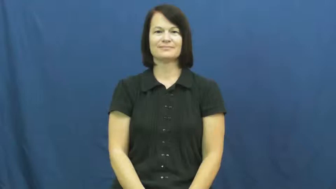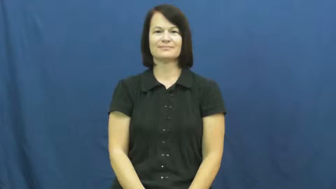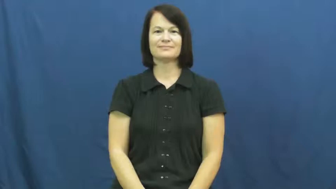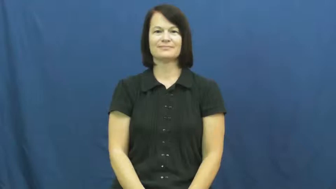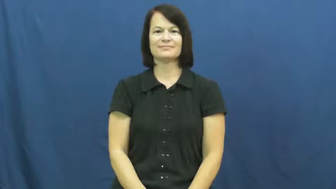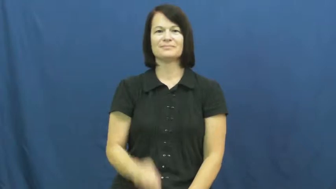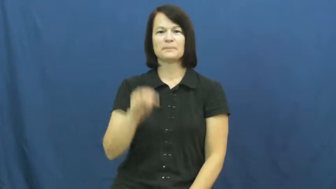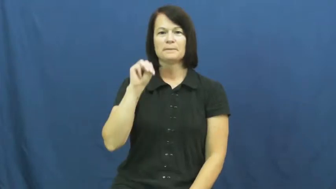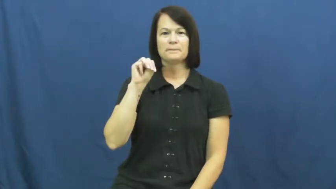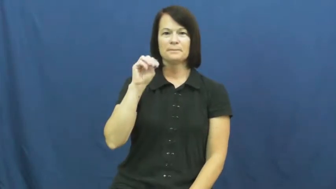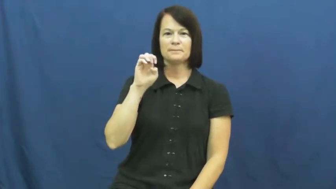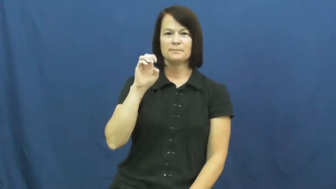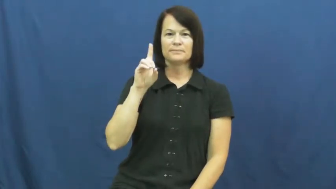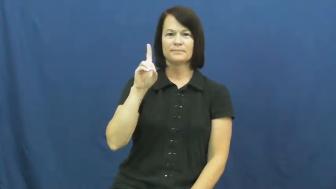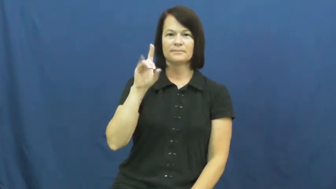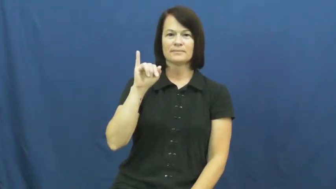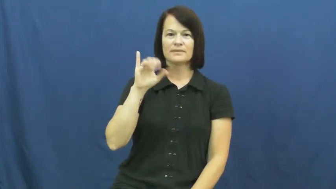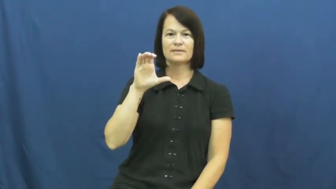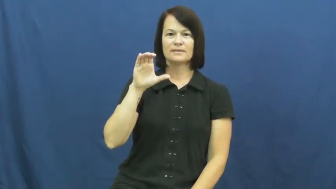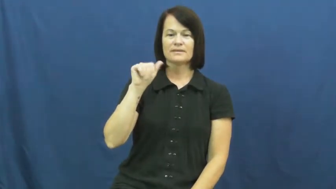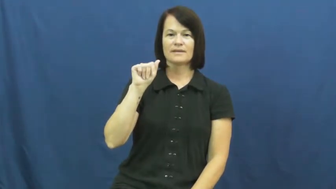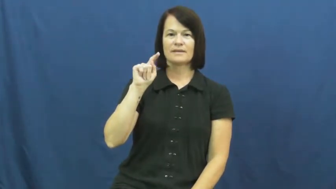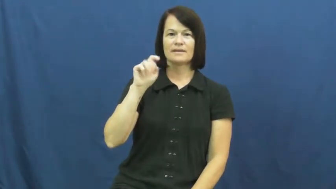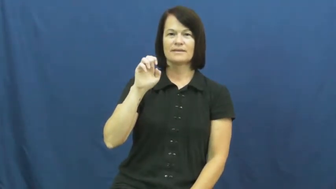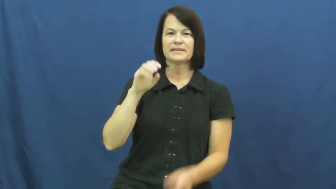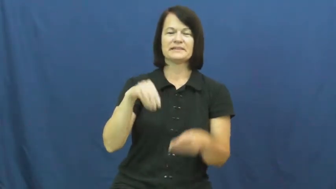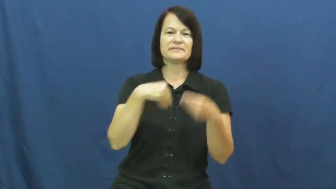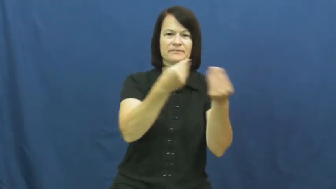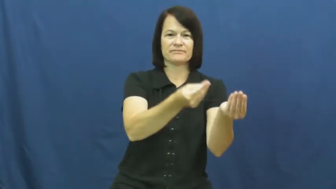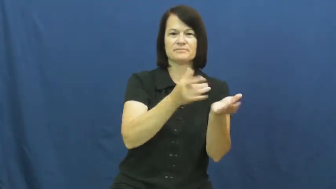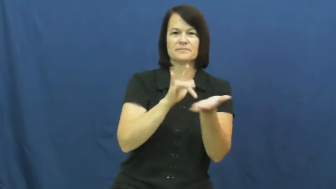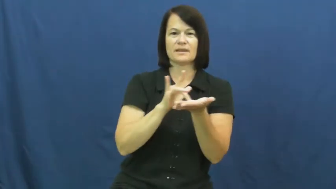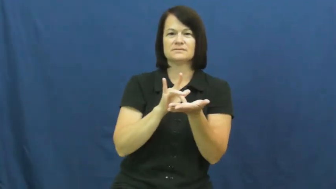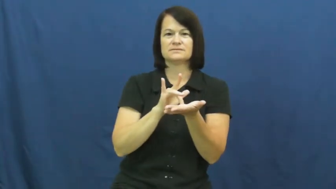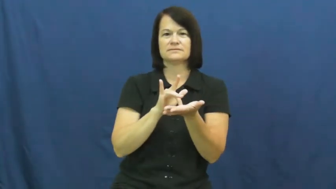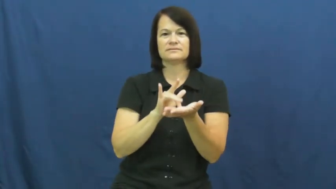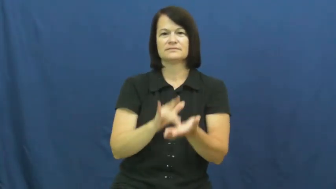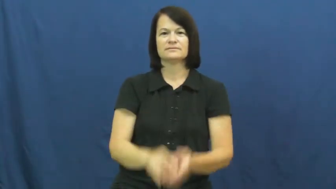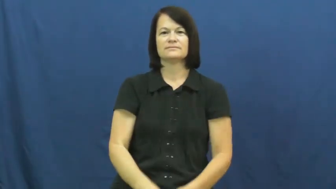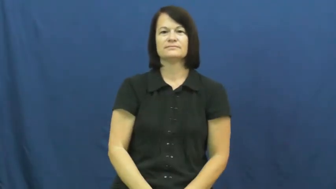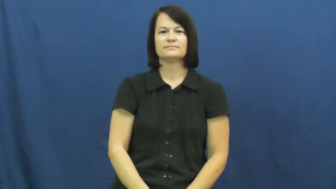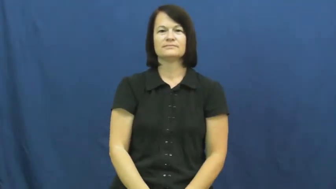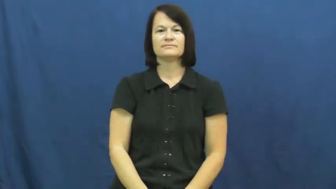medicate